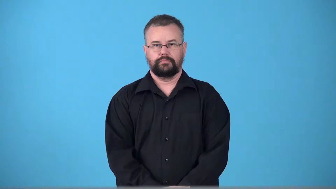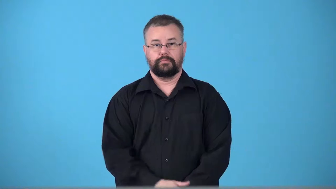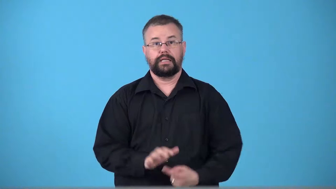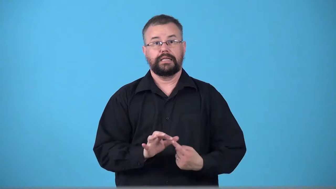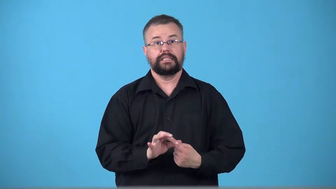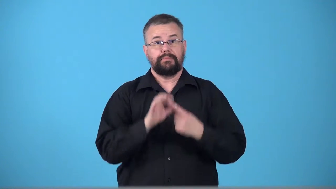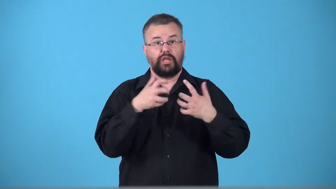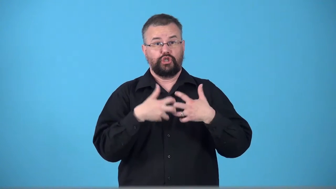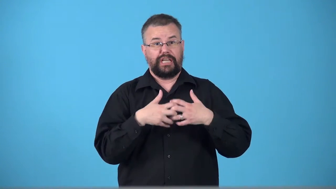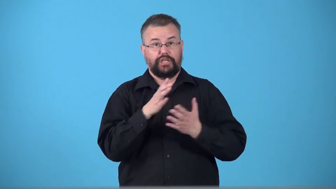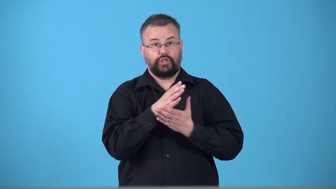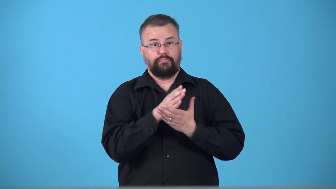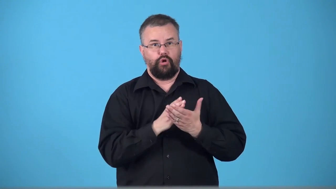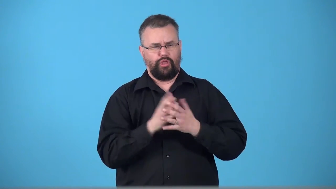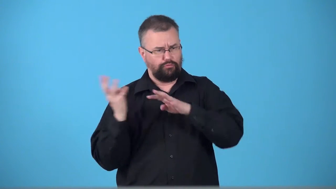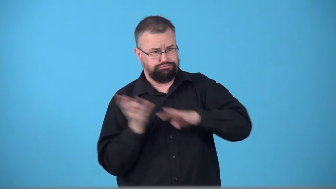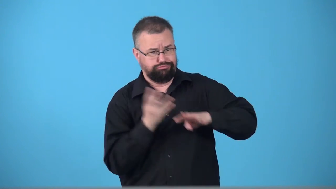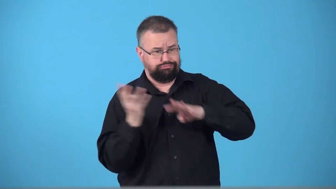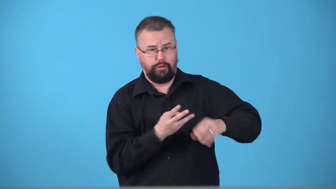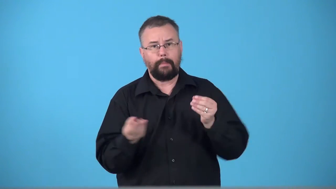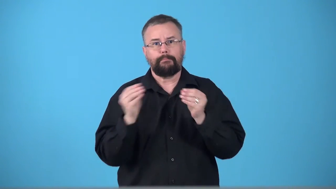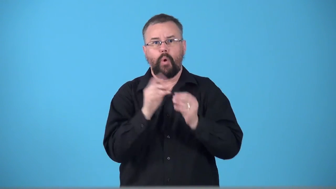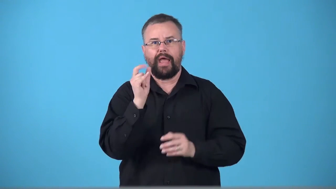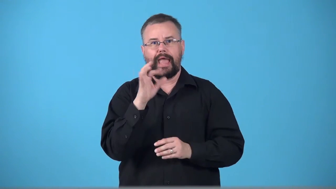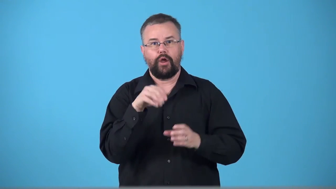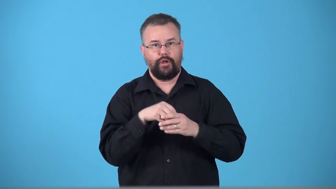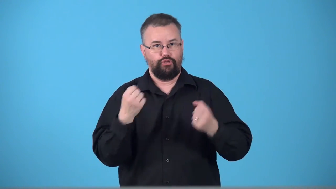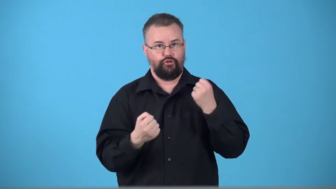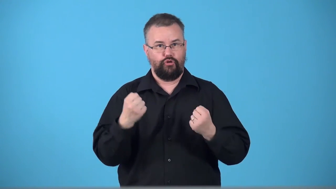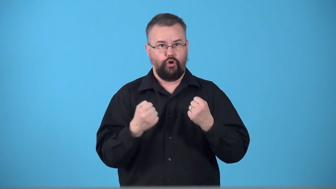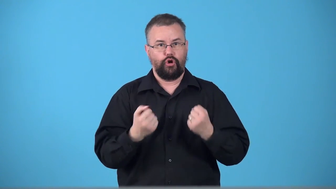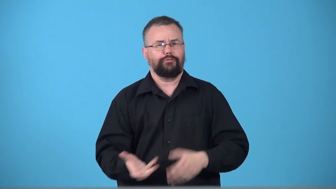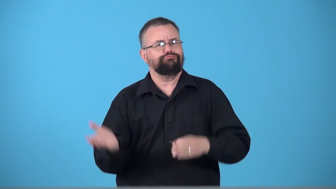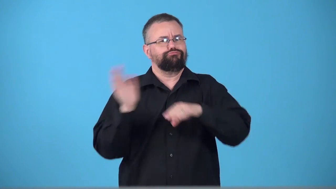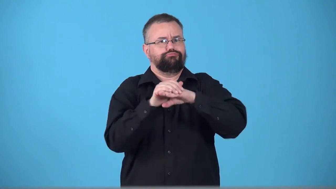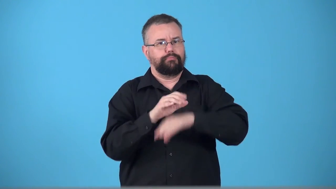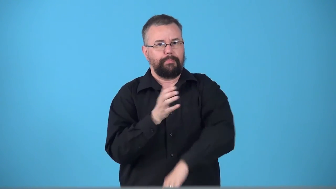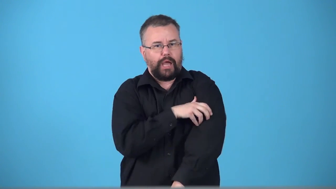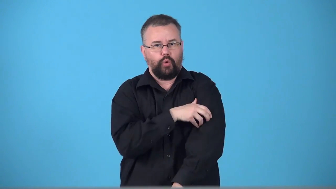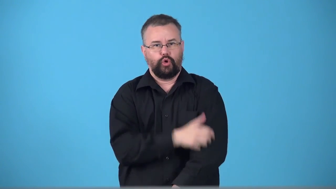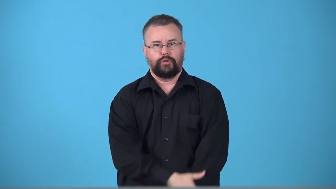turbo,turbocharger